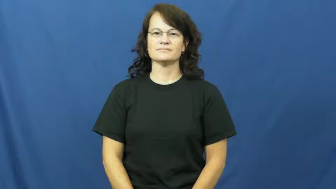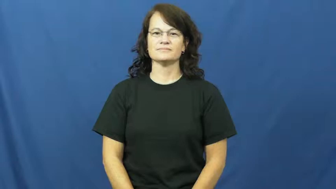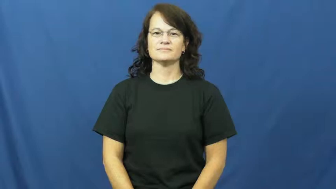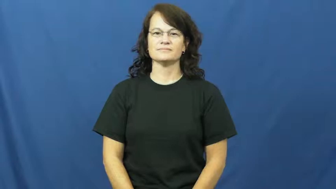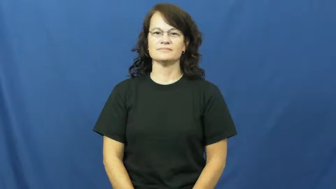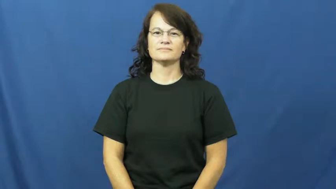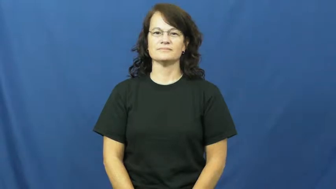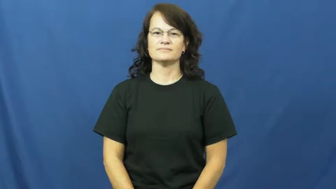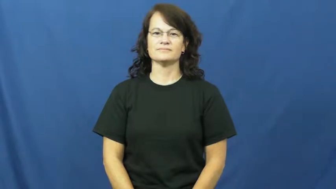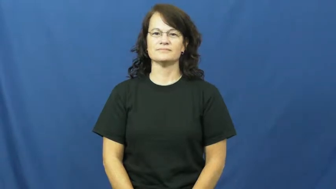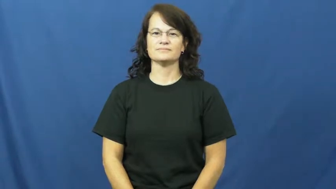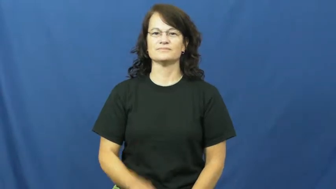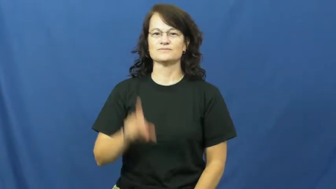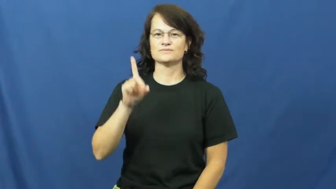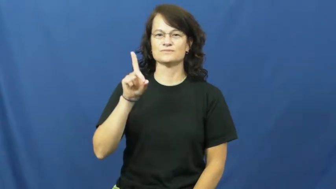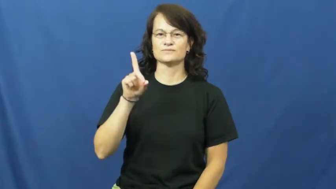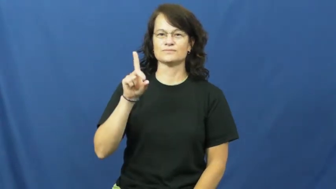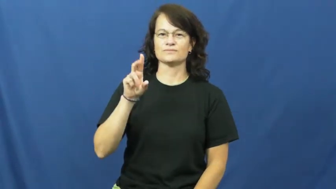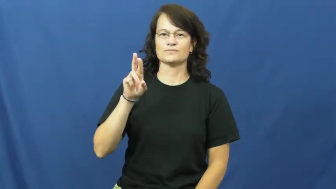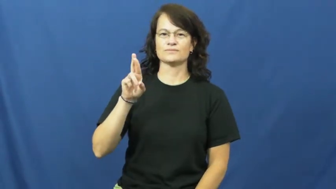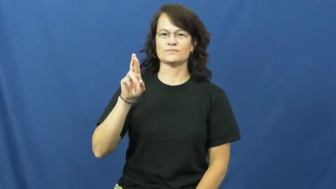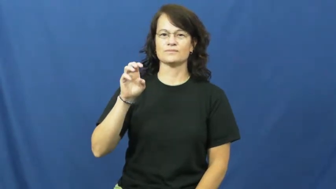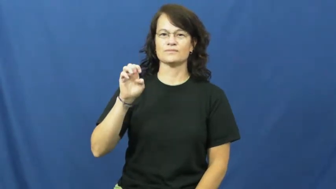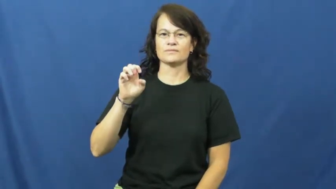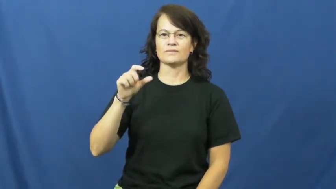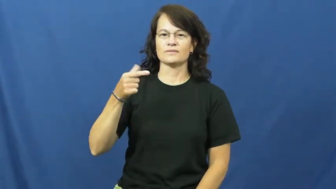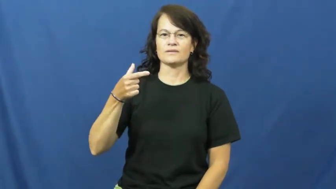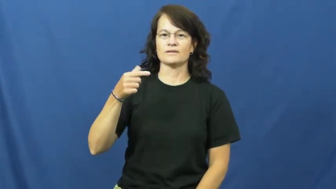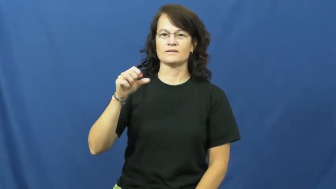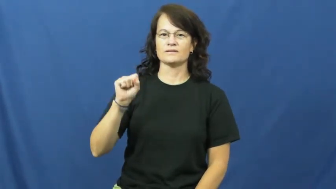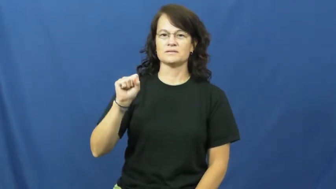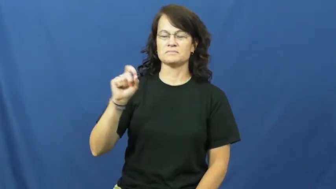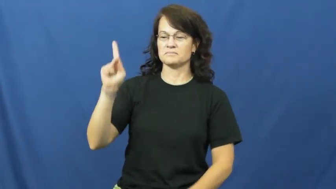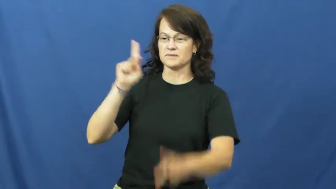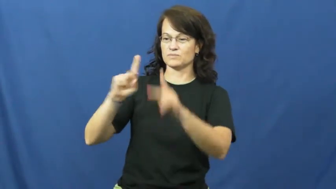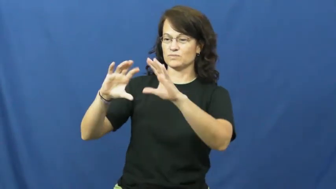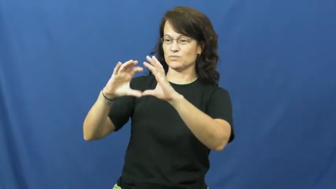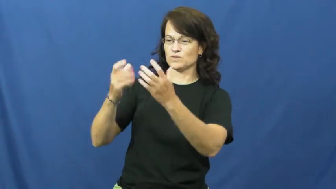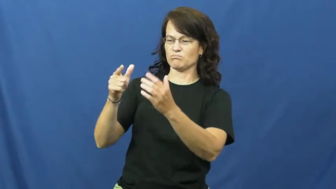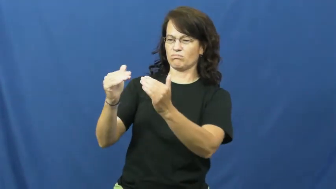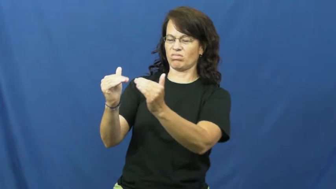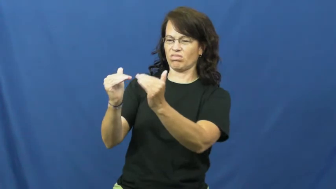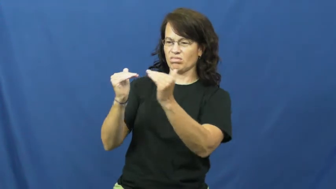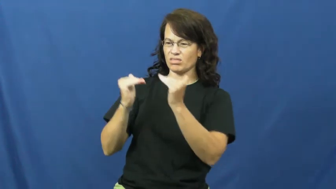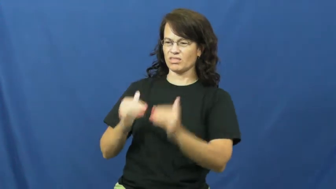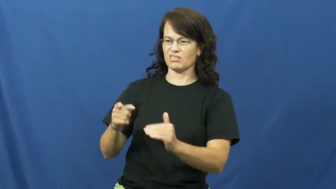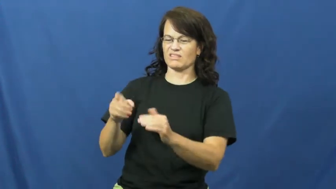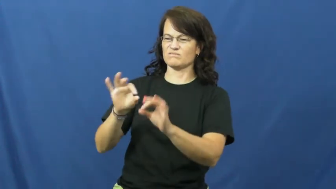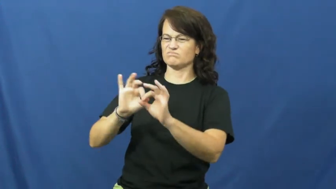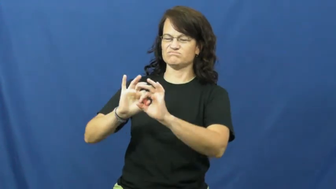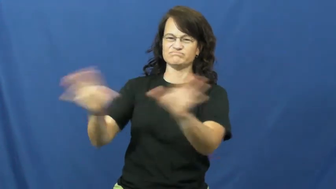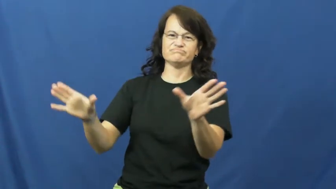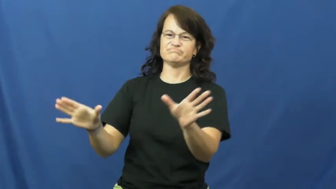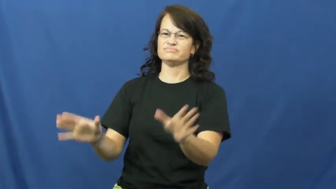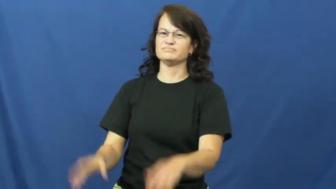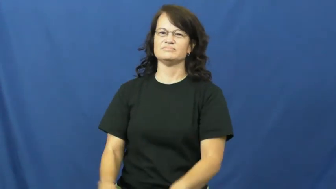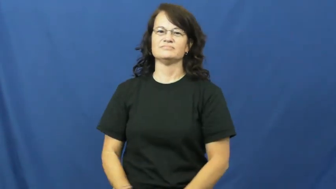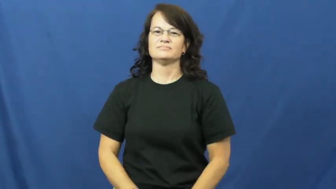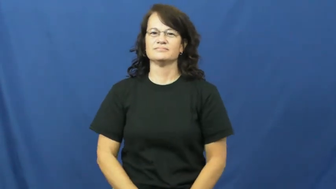dregs